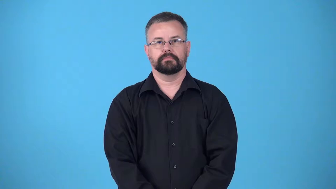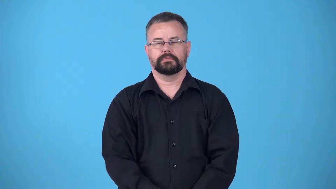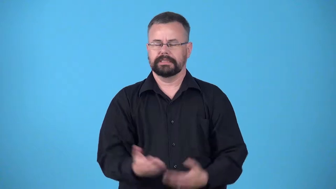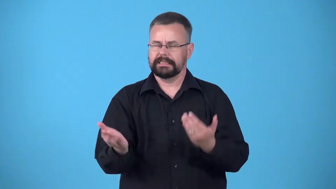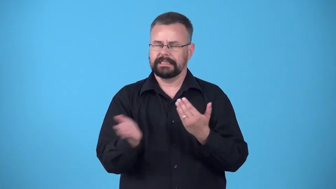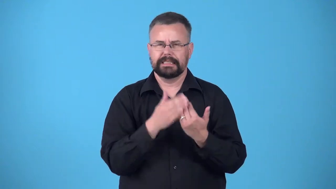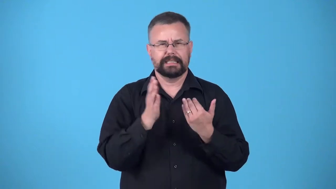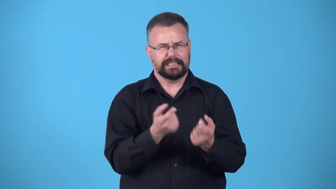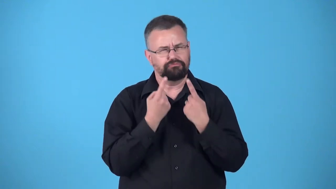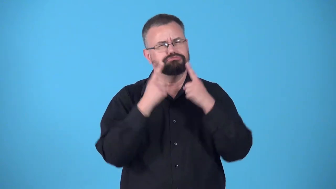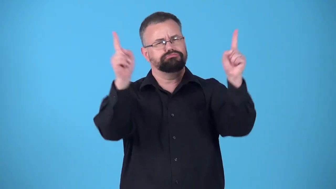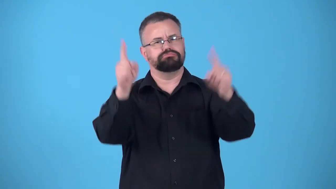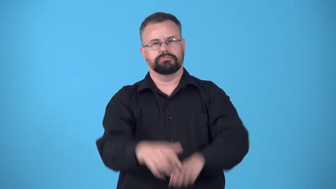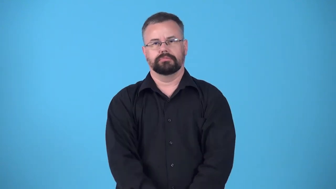cruise-easy success